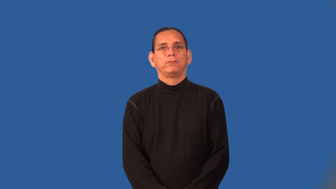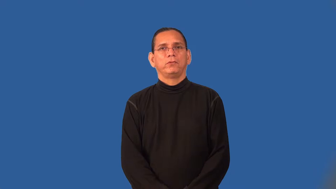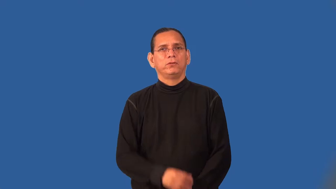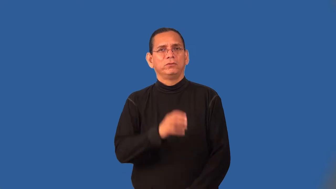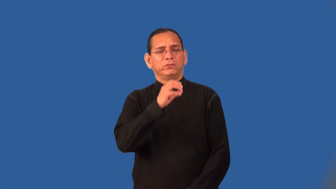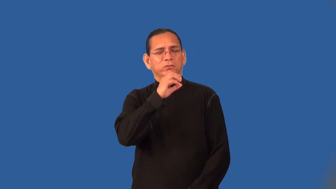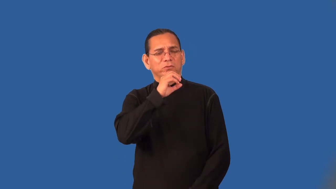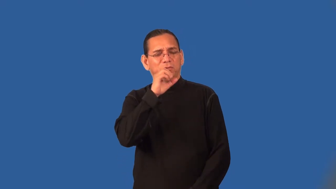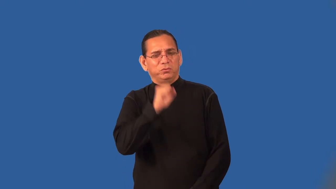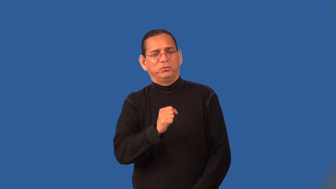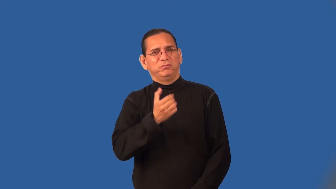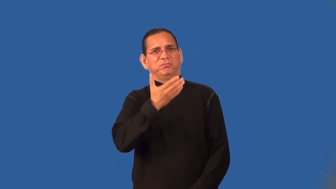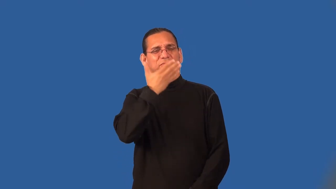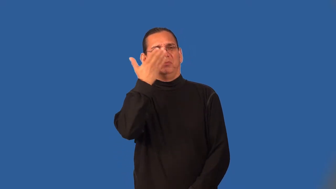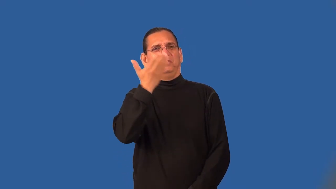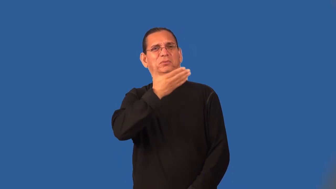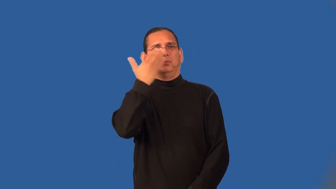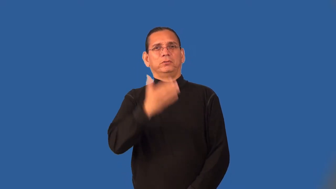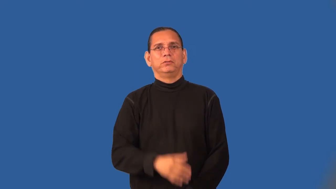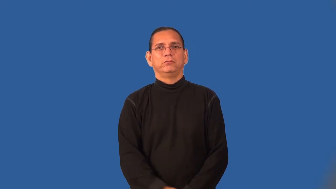stale-air